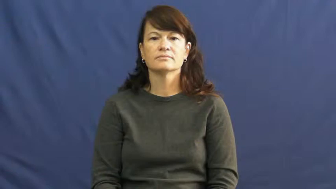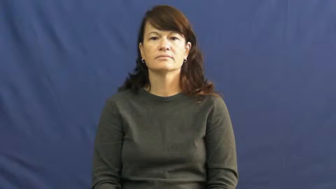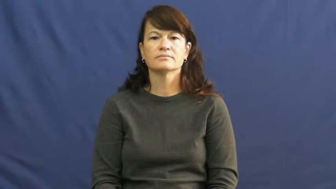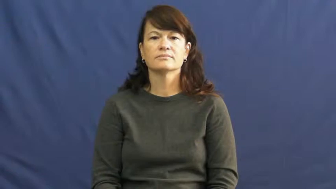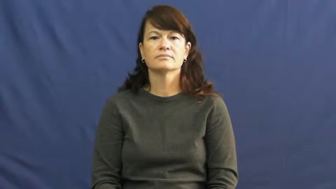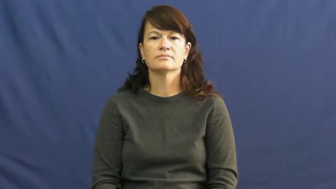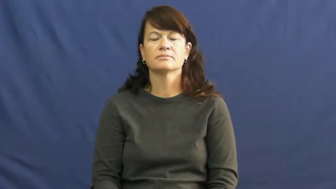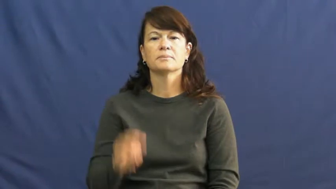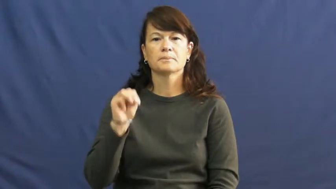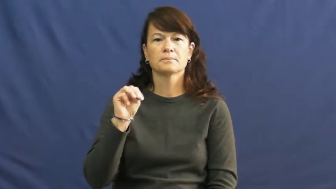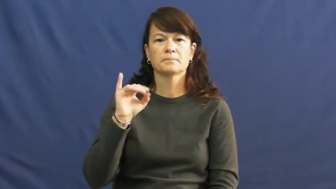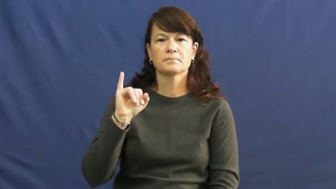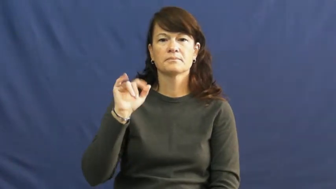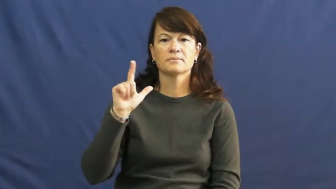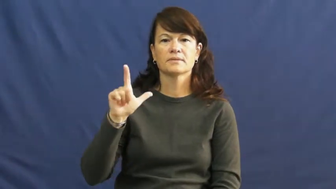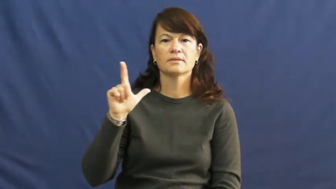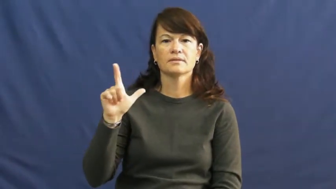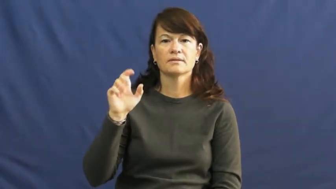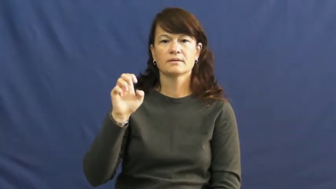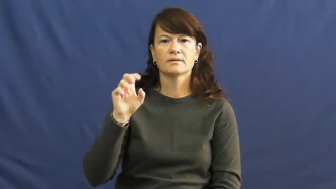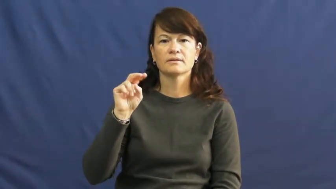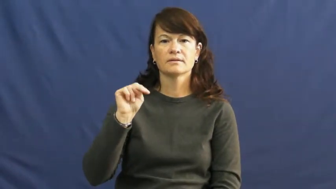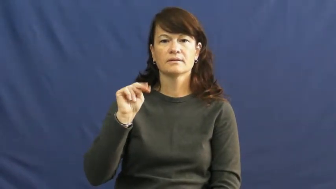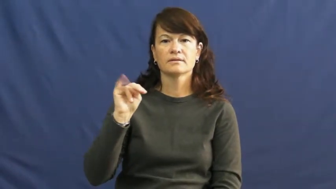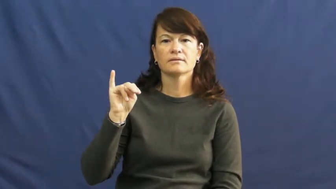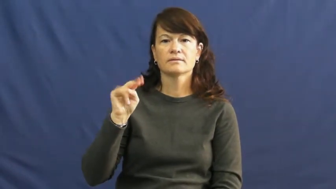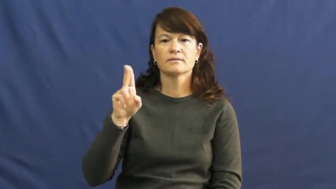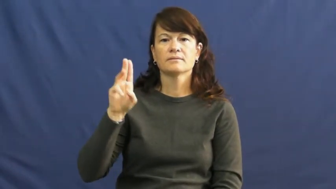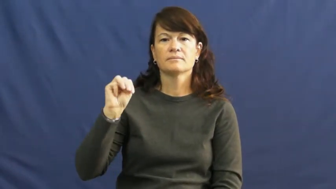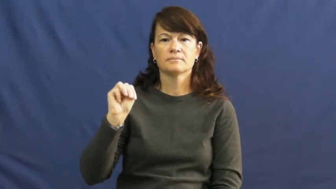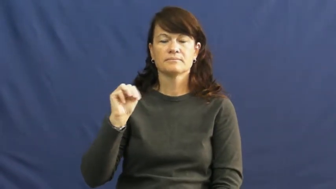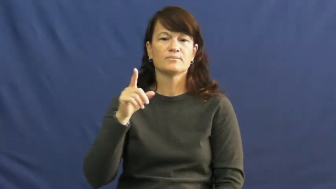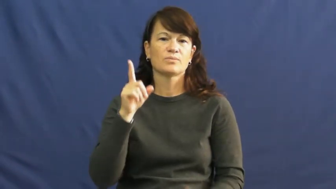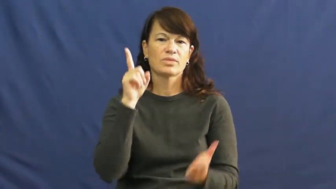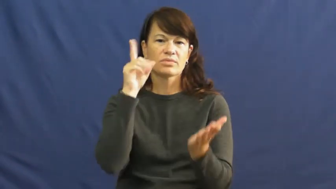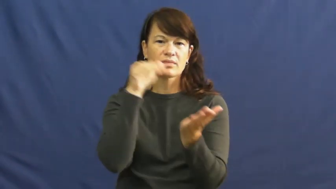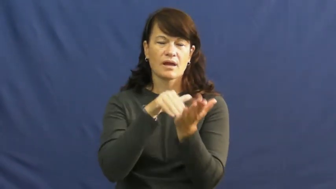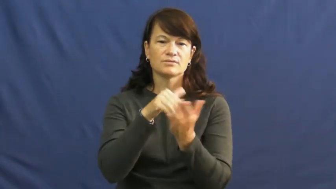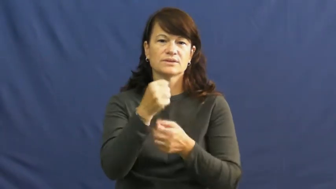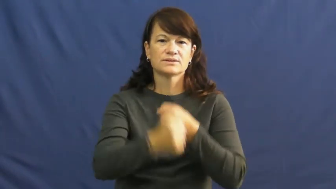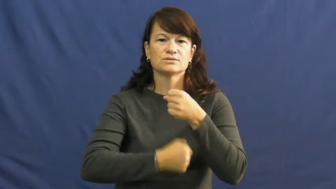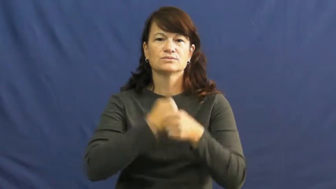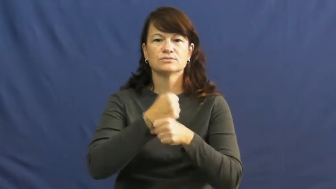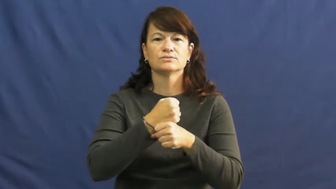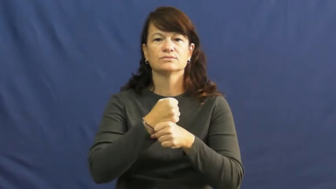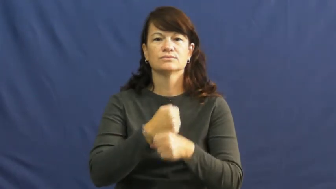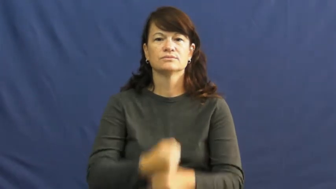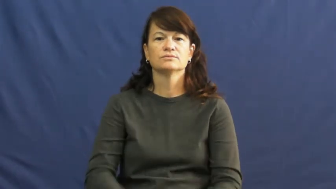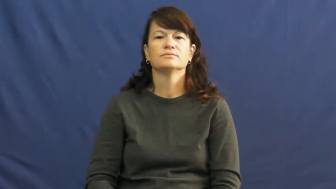millennium